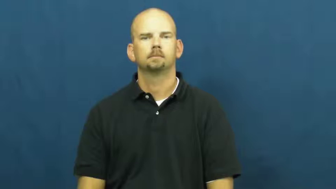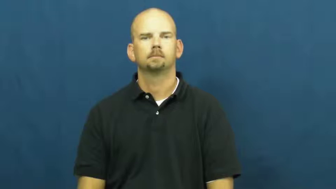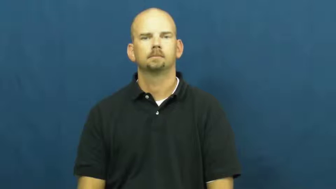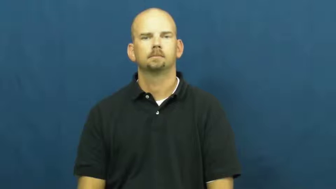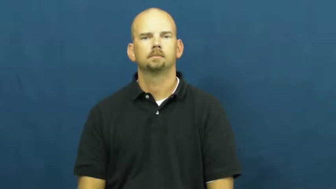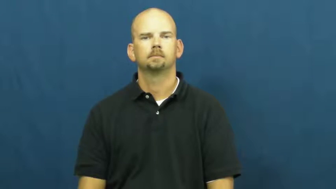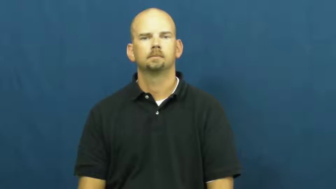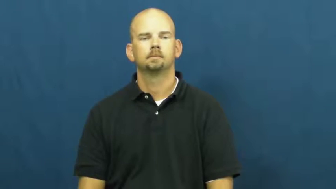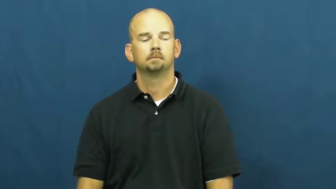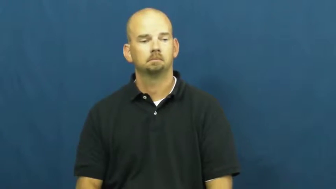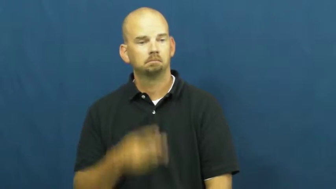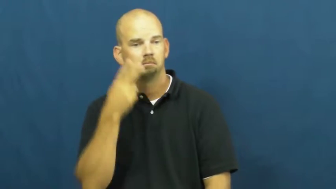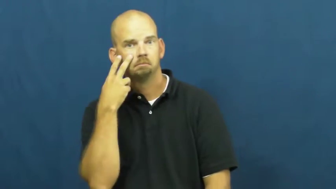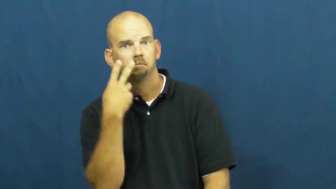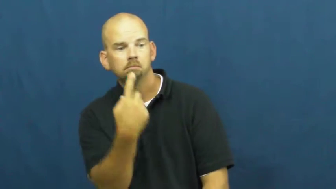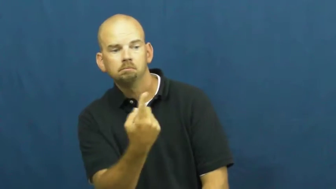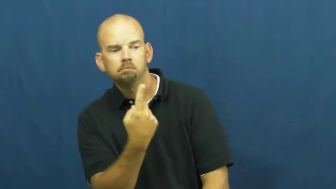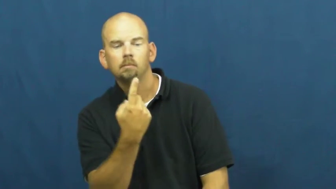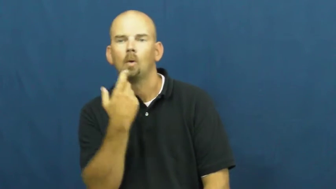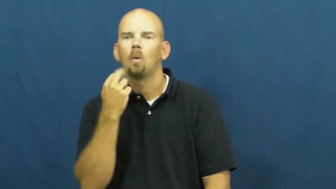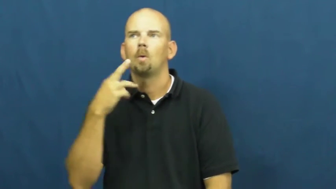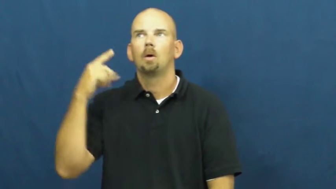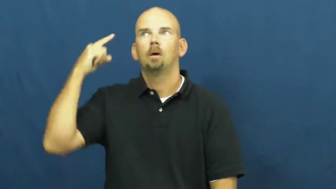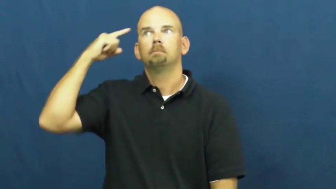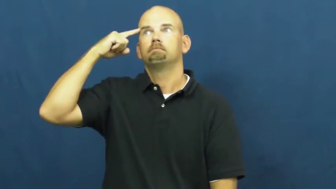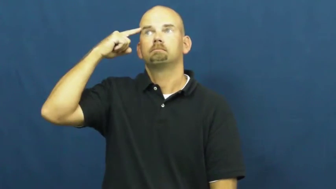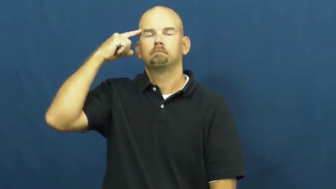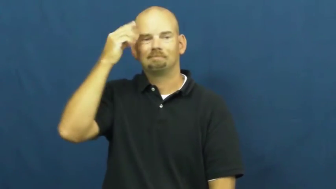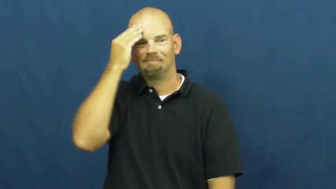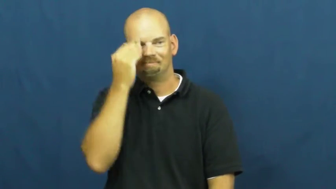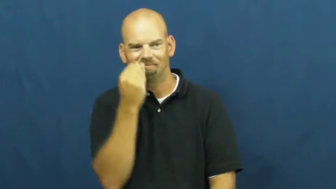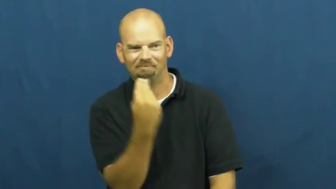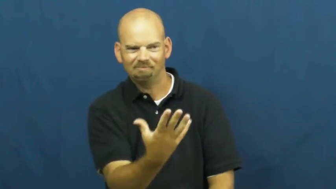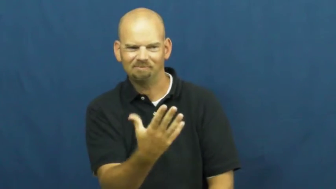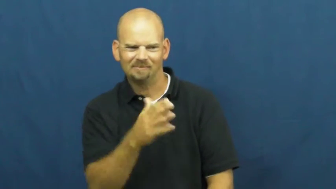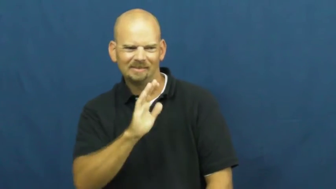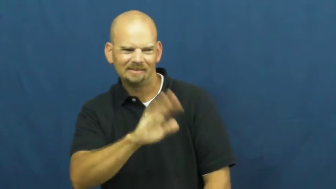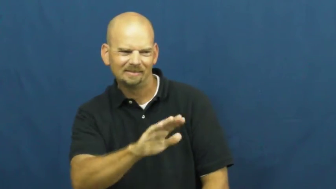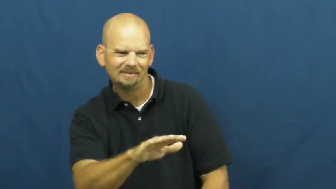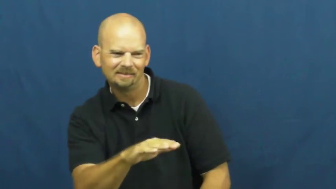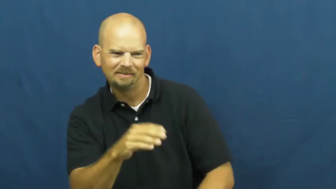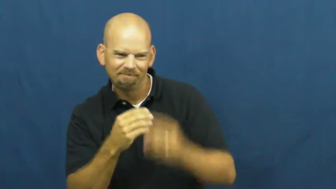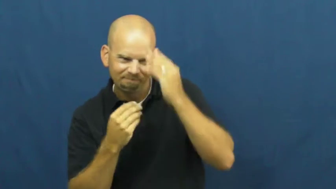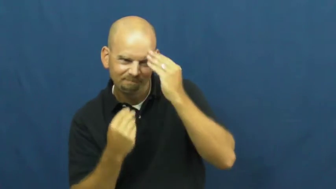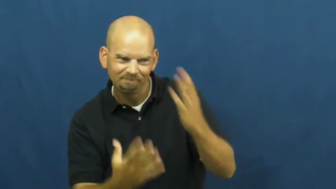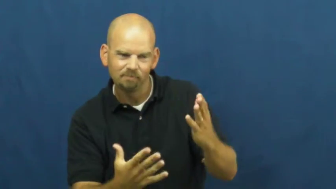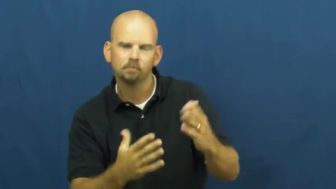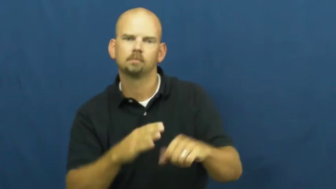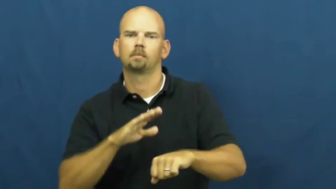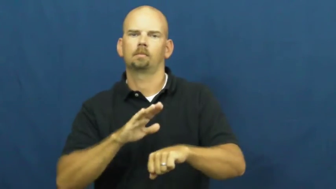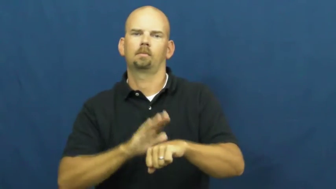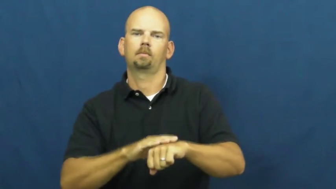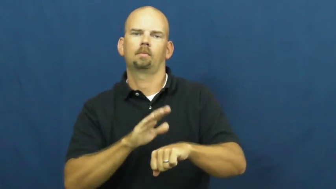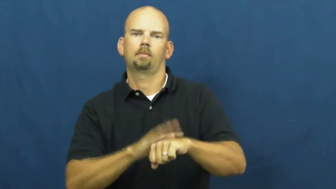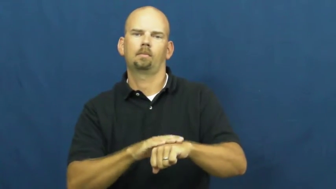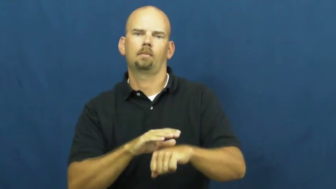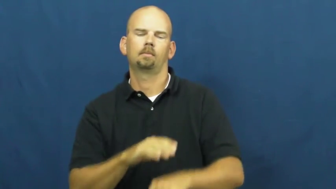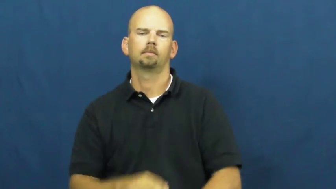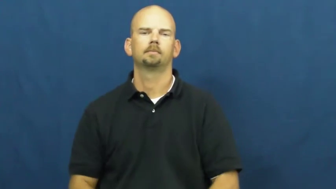warn,caution,forewarn,portend,admonitory,alert,caveat,monition